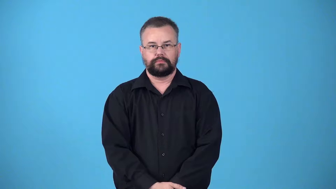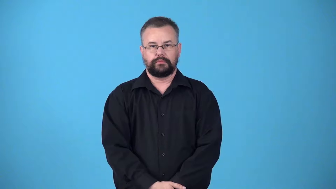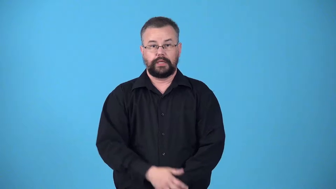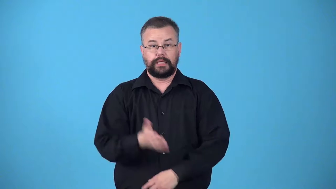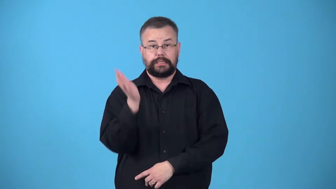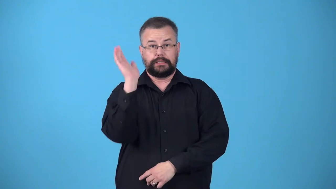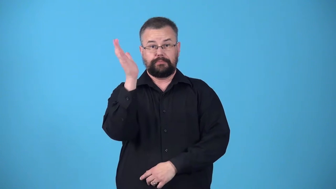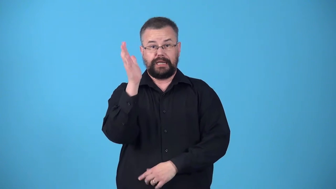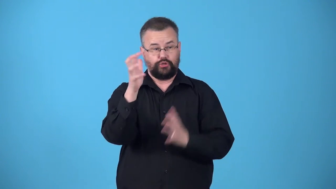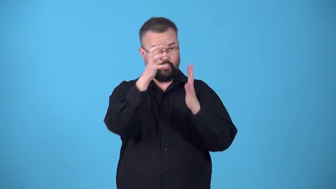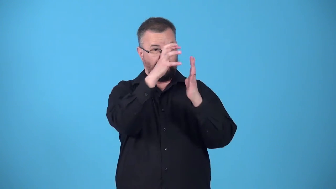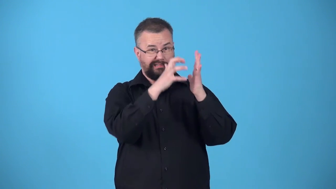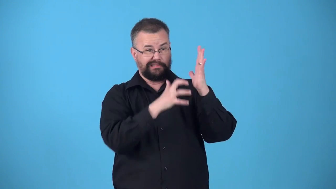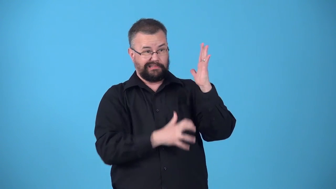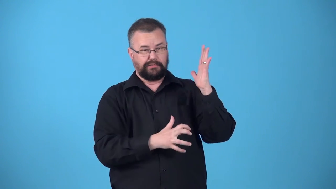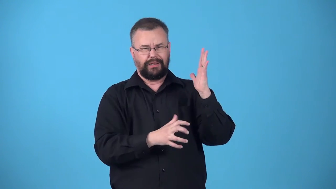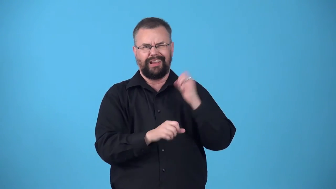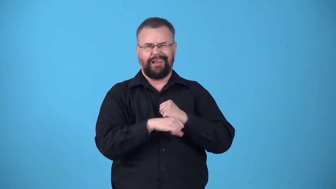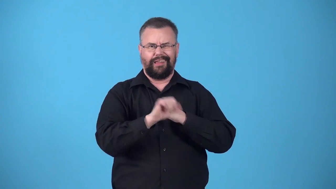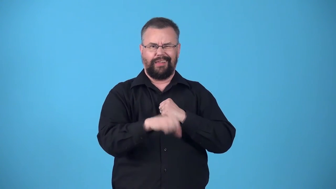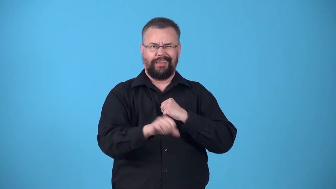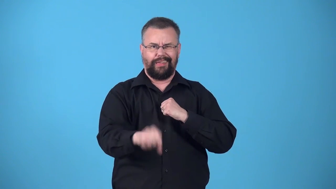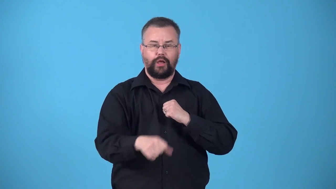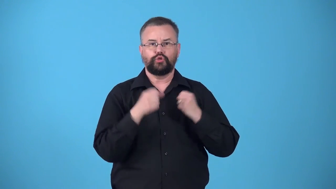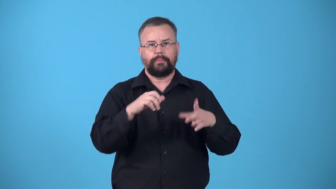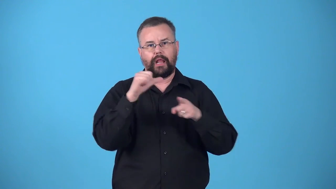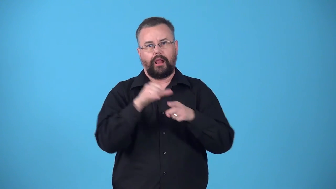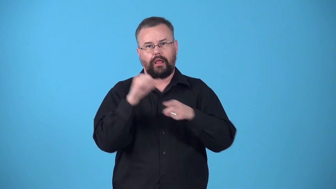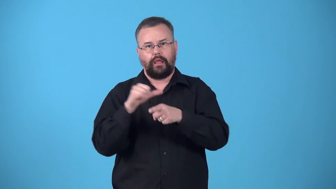verbiage-lots of words